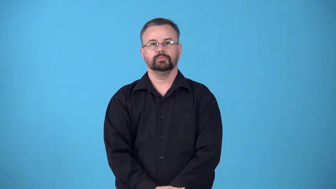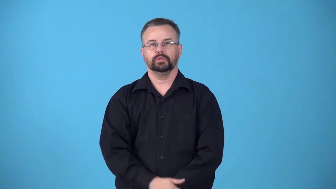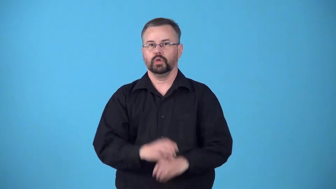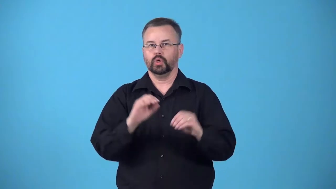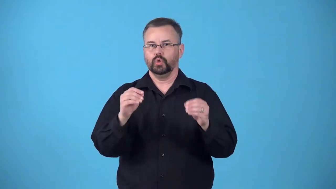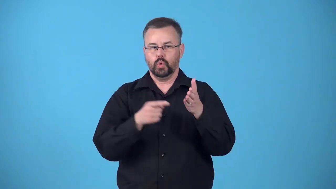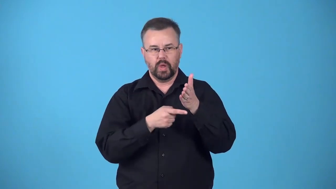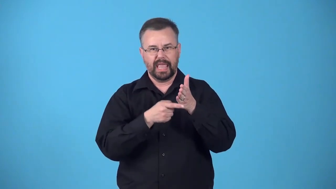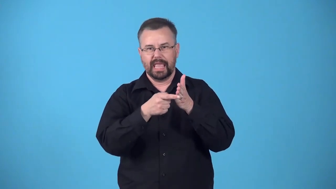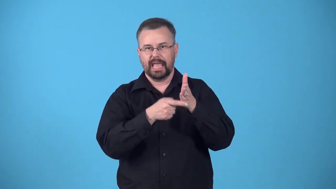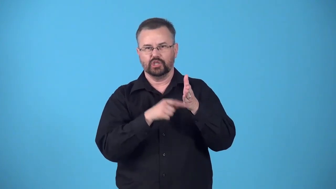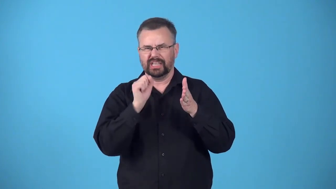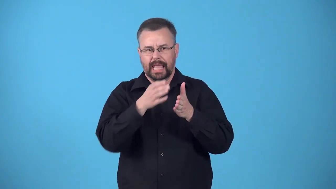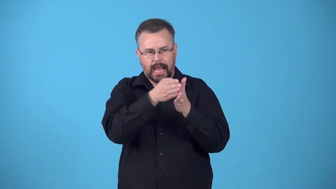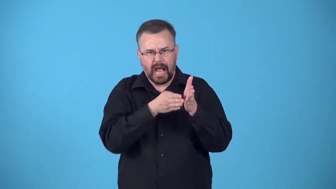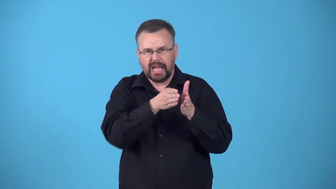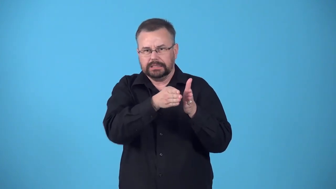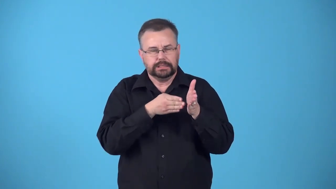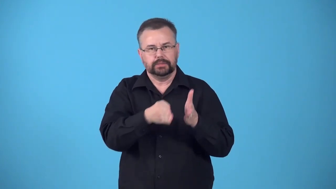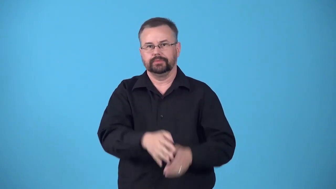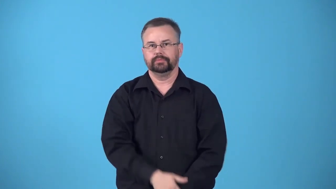edgeless